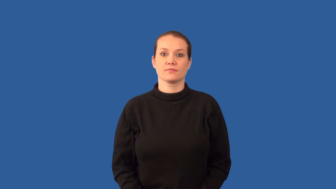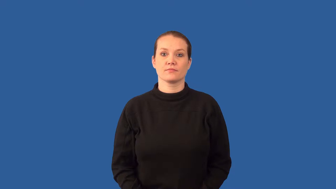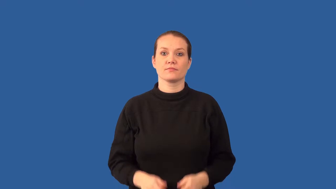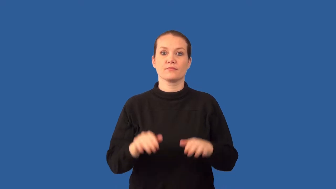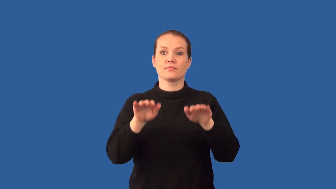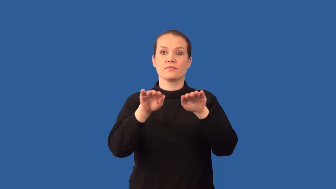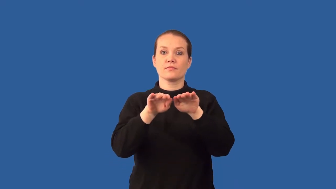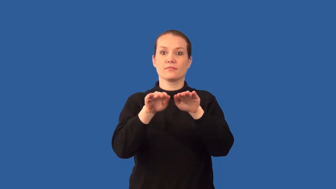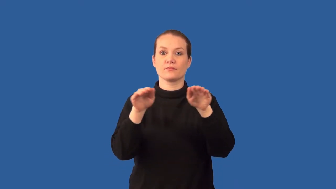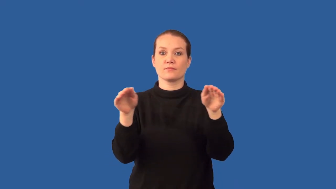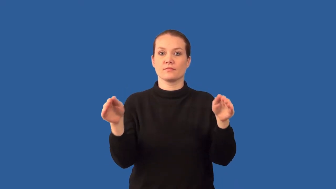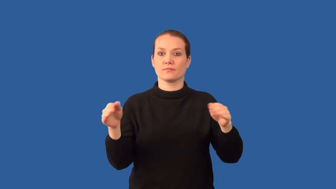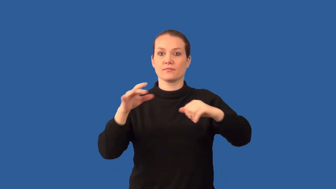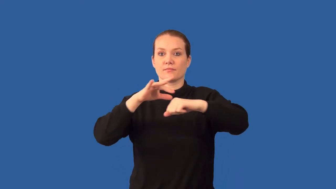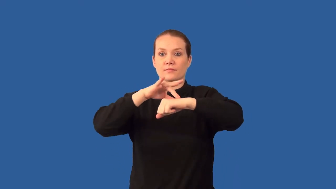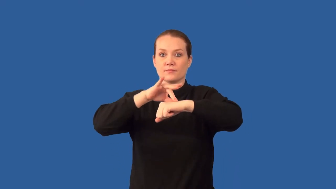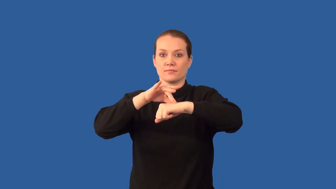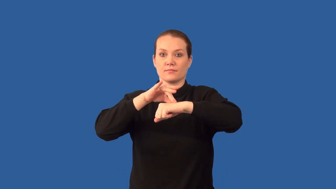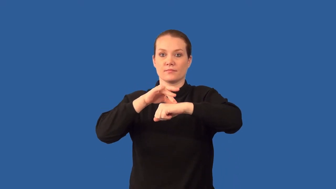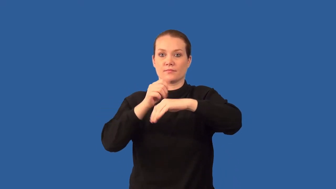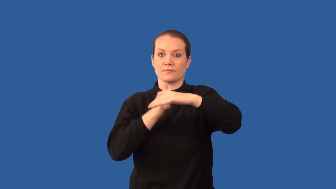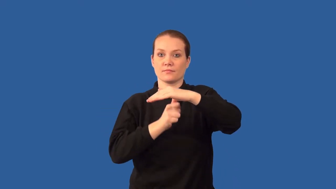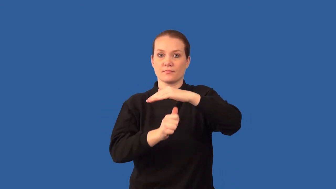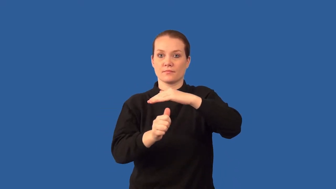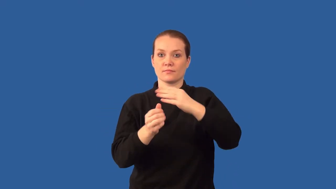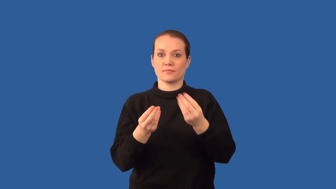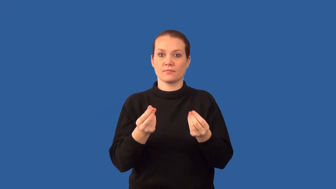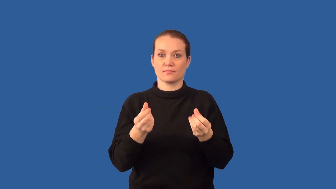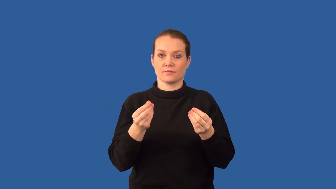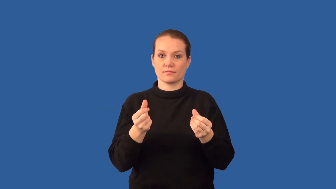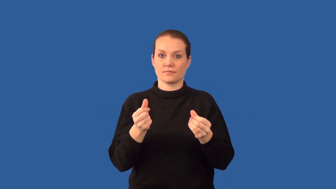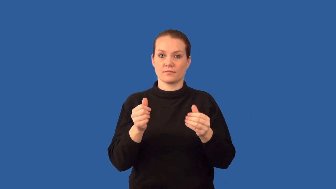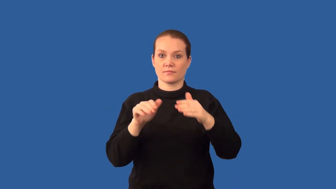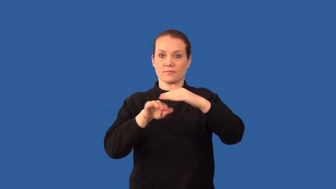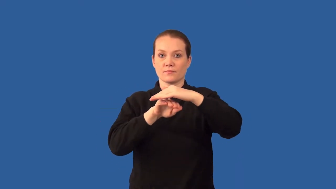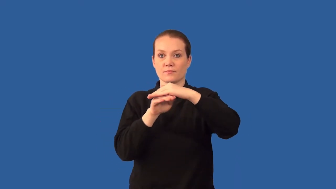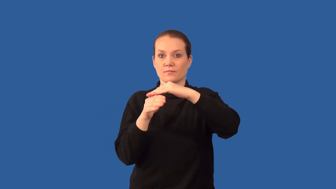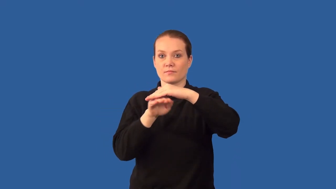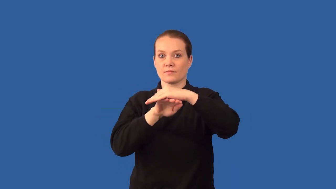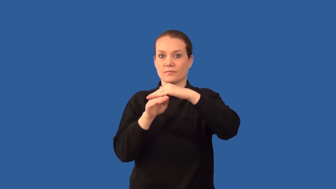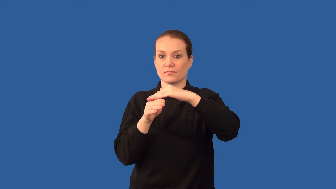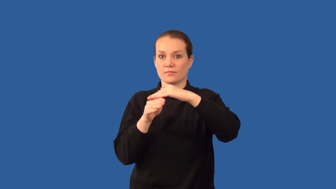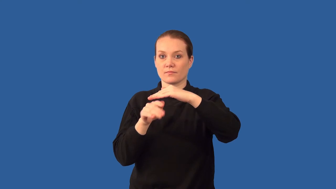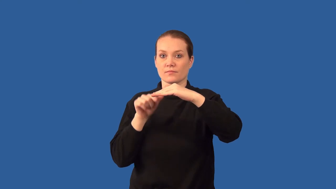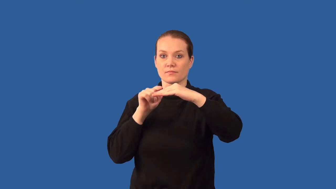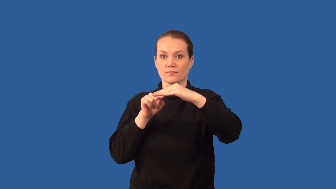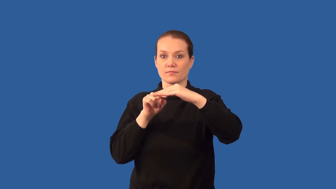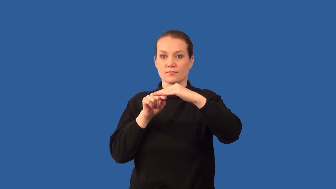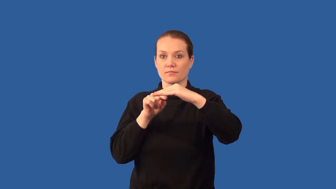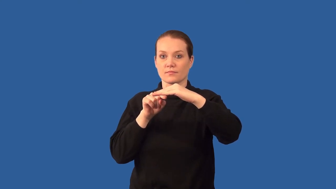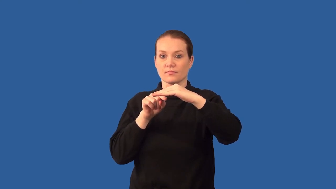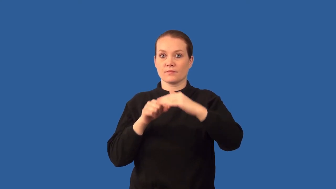asthenosphere